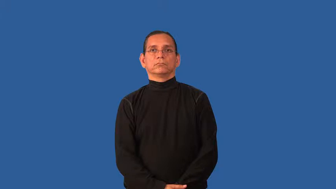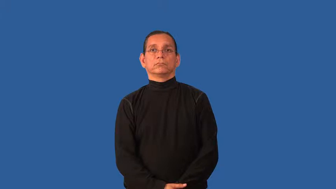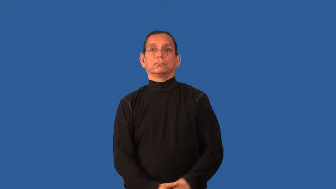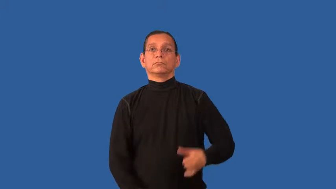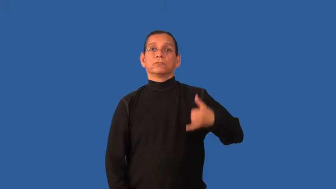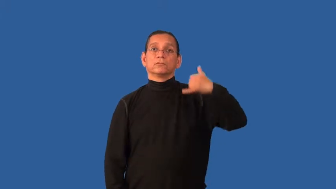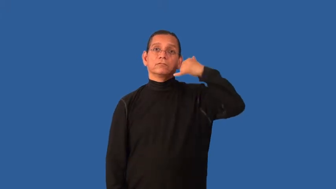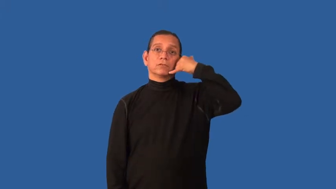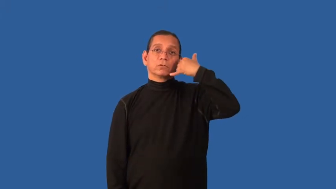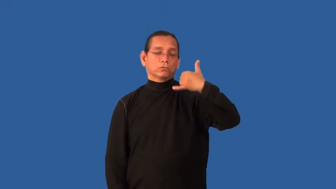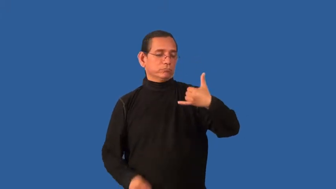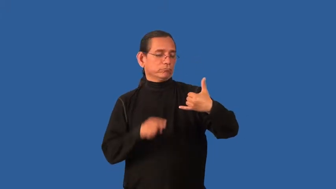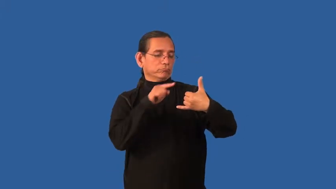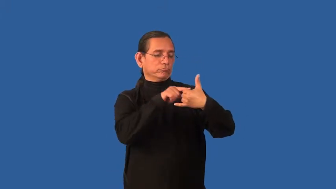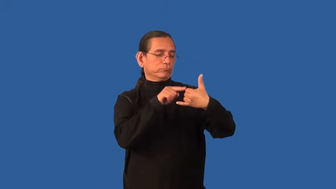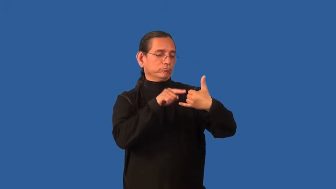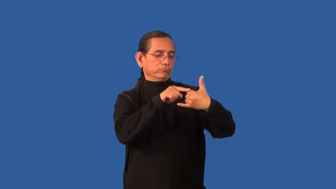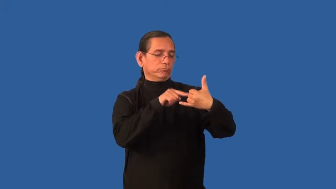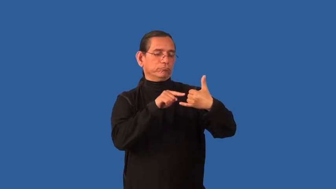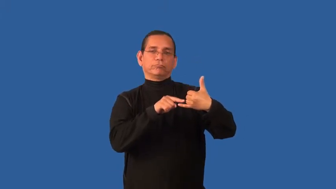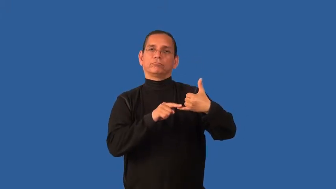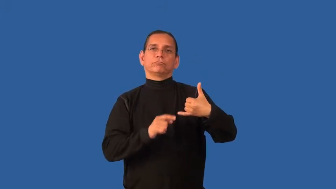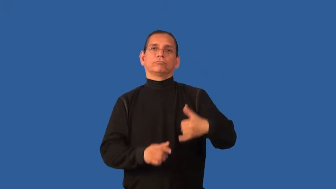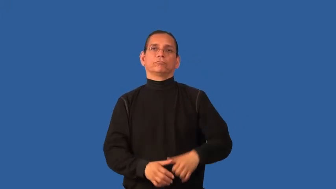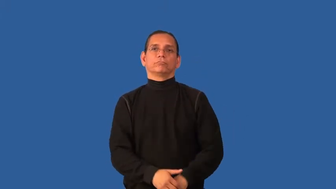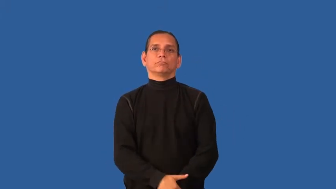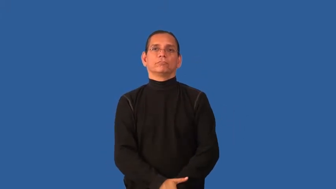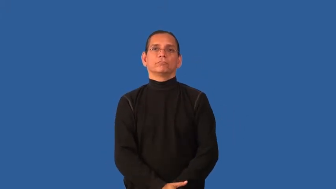dial-phone